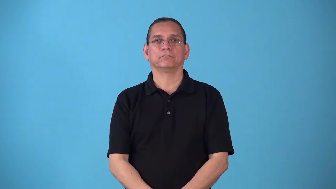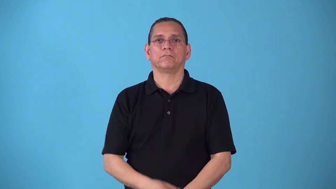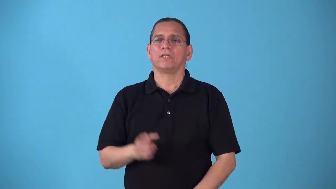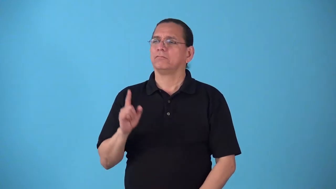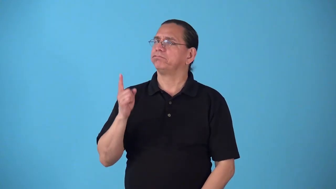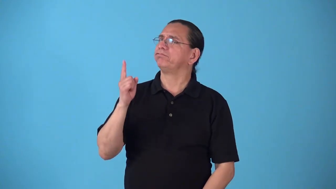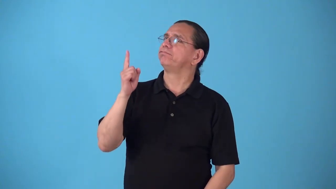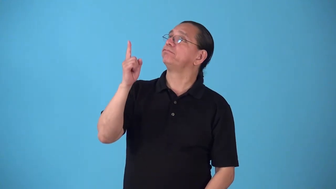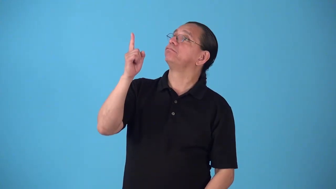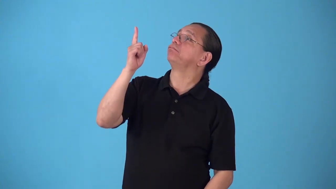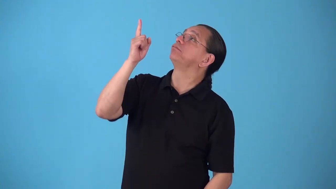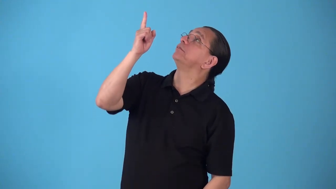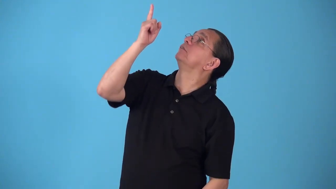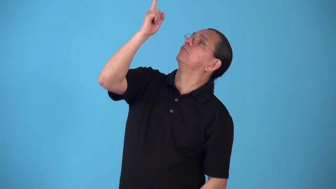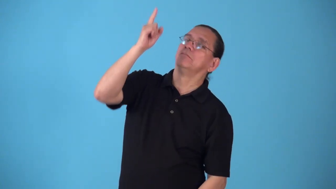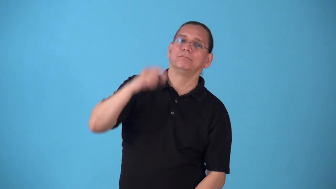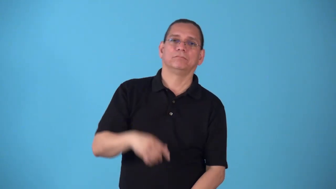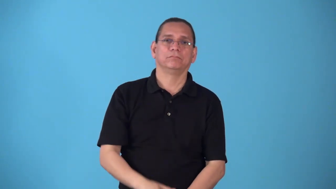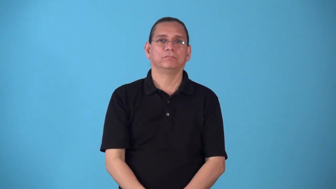skyward